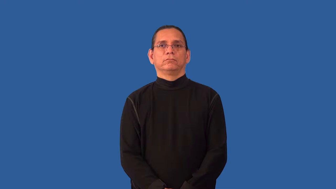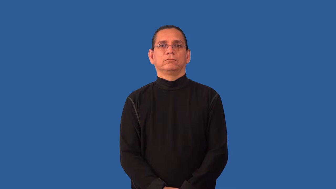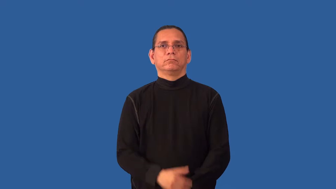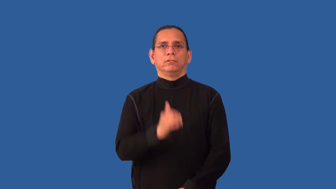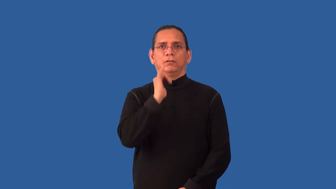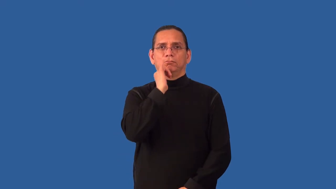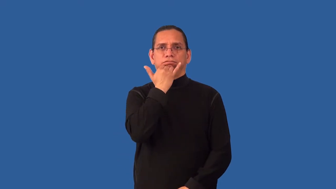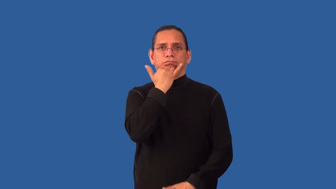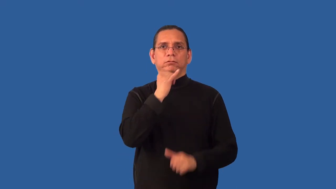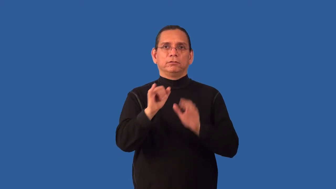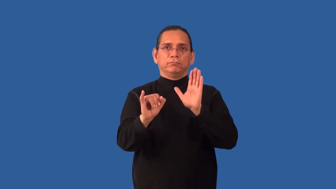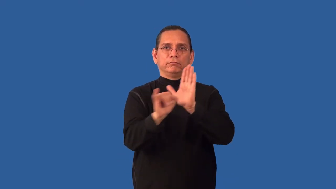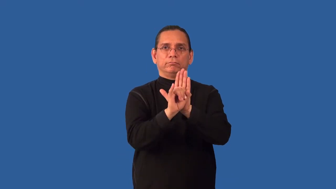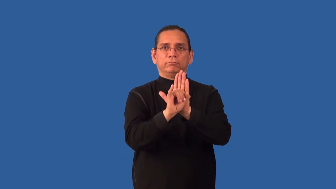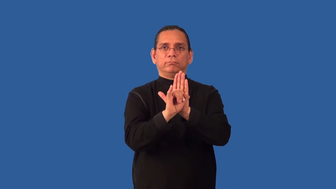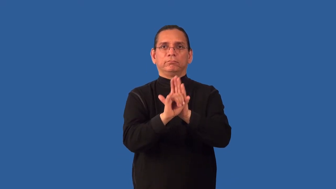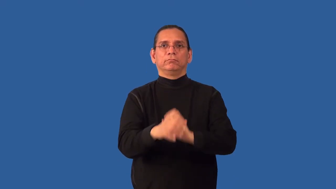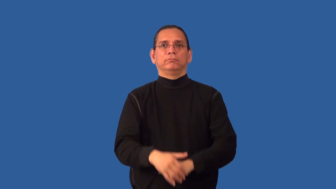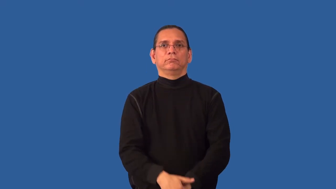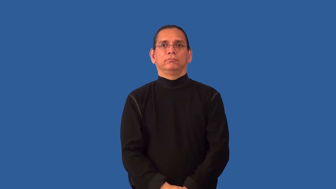misidentify